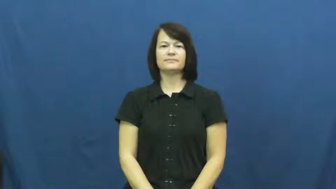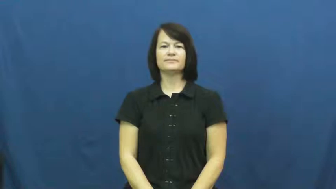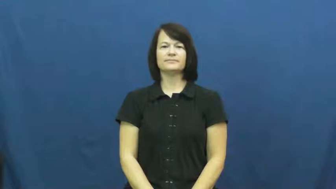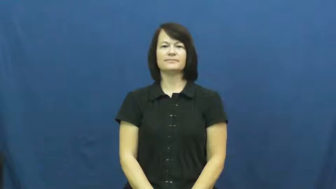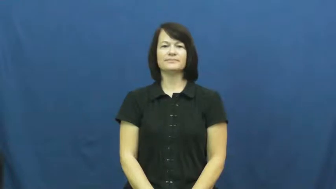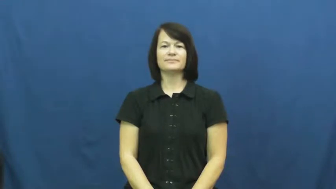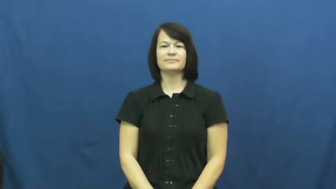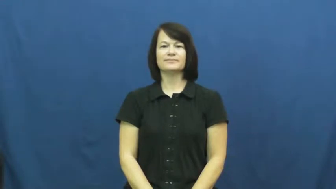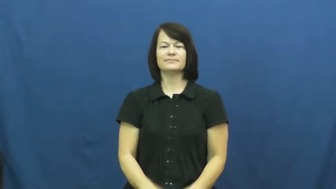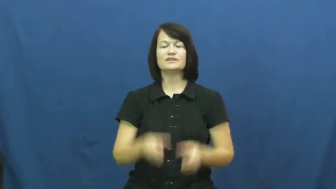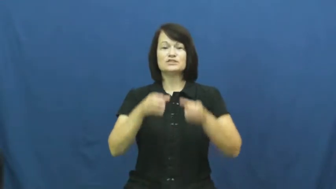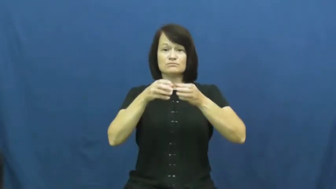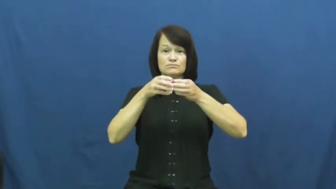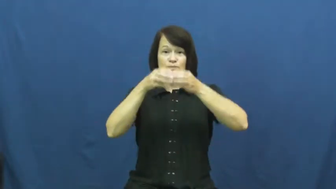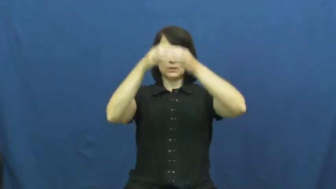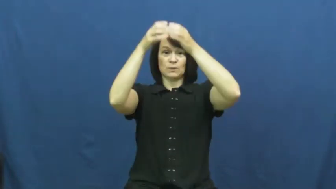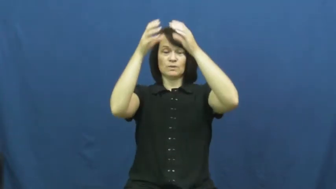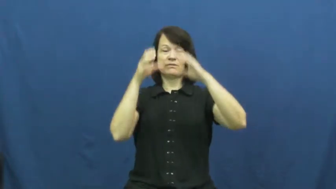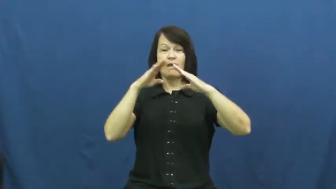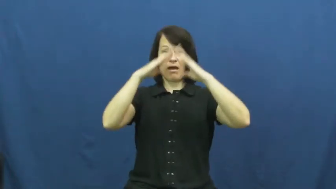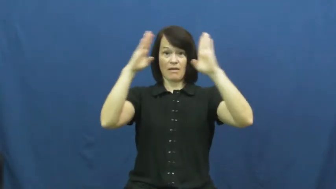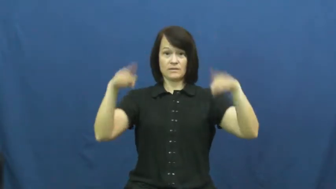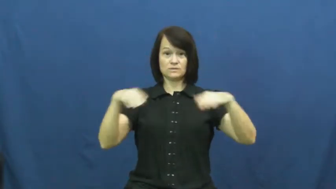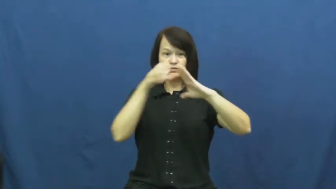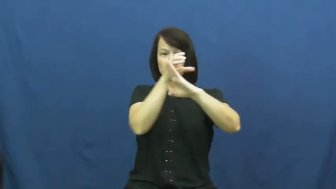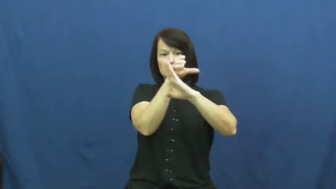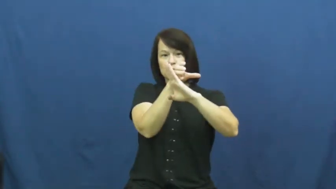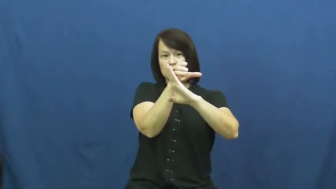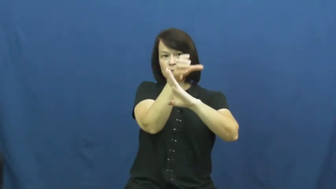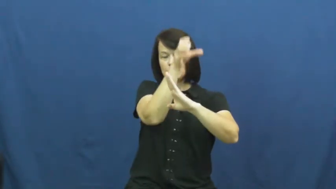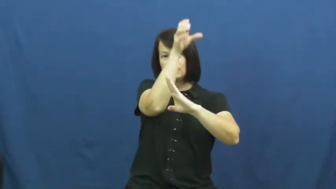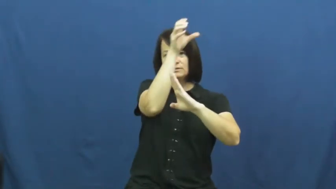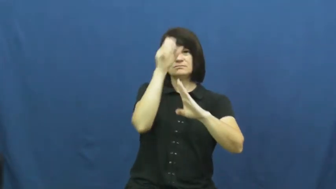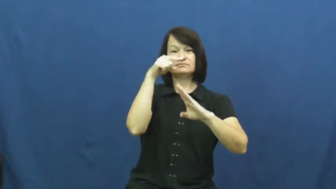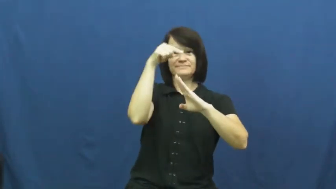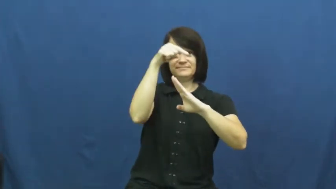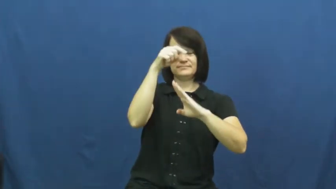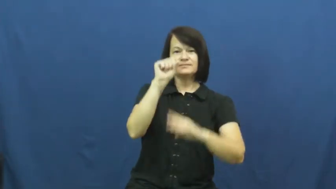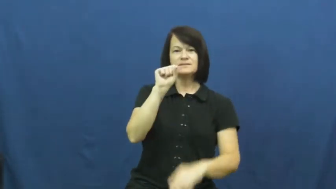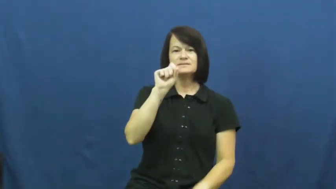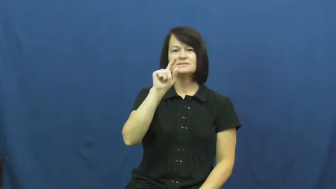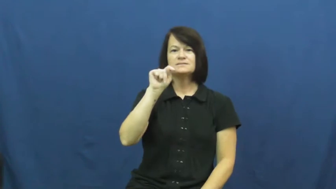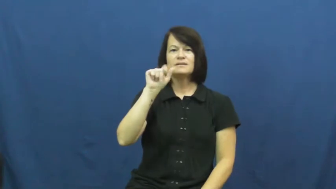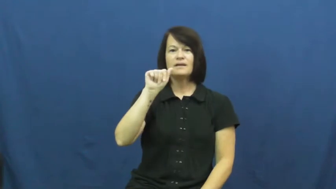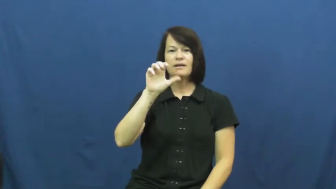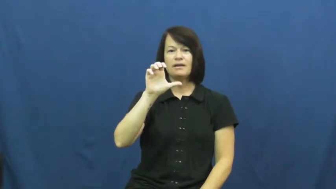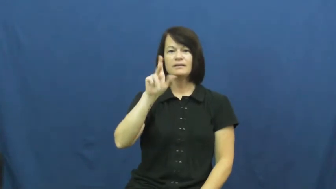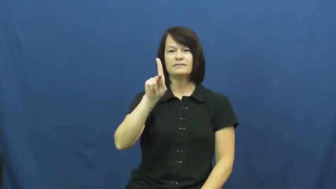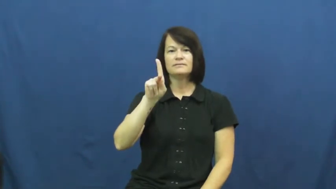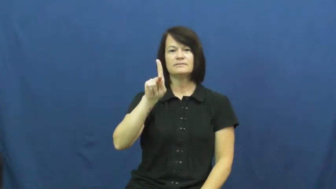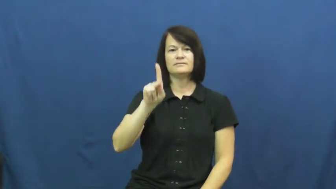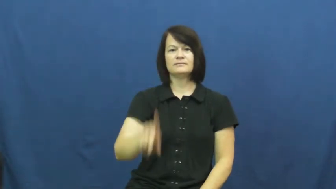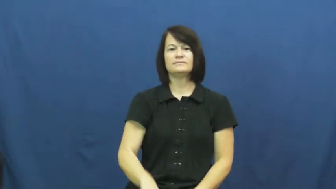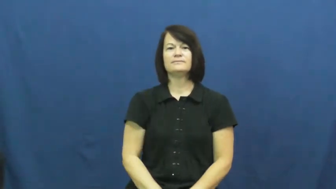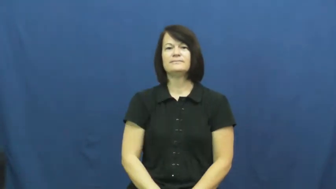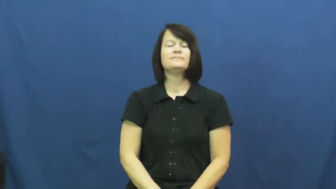stack,smokestack-noun like chimney